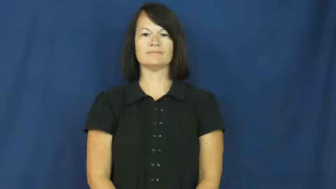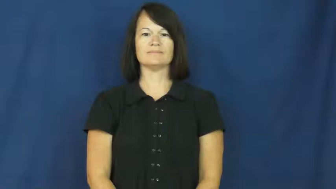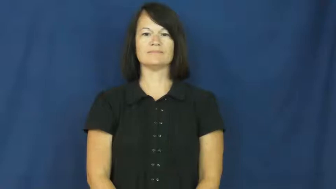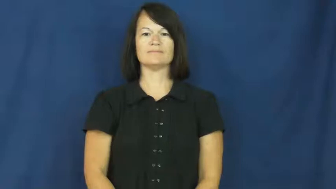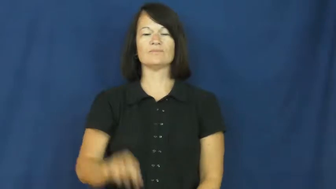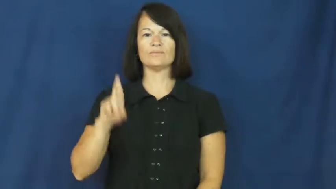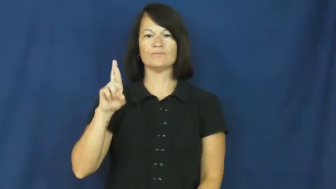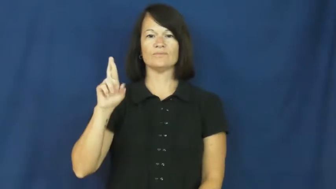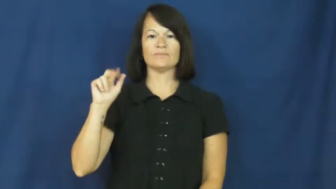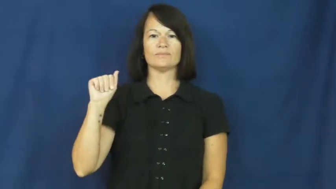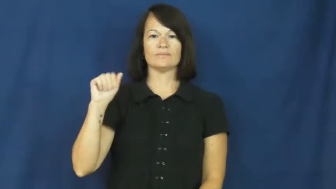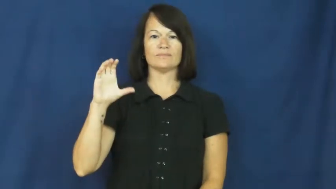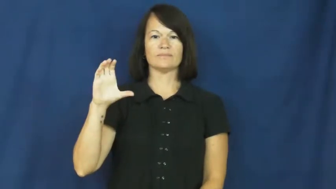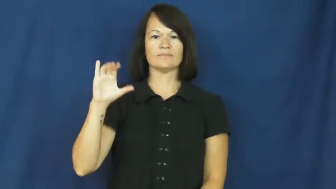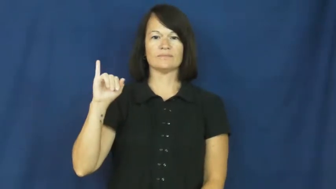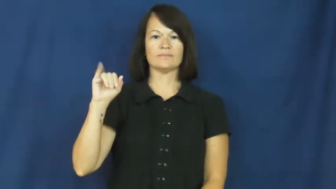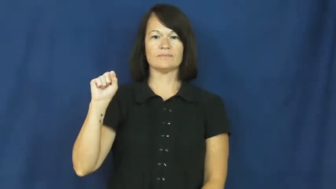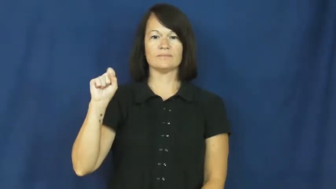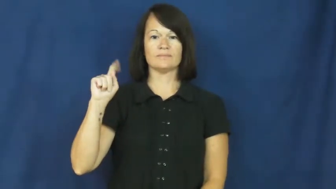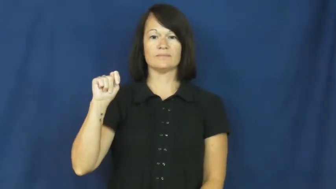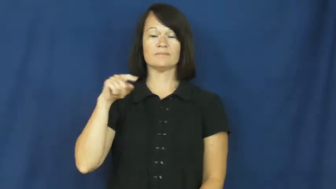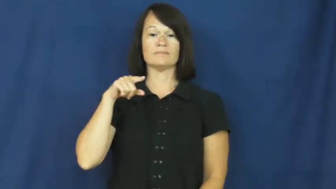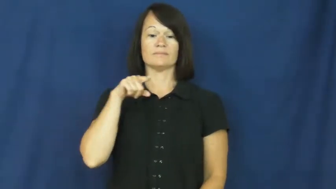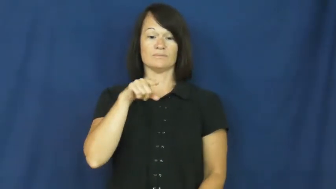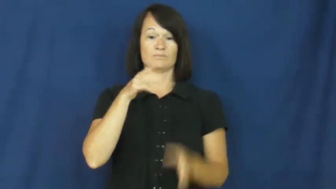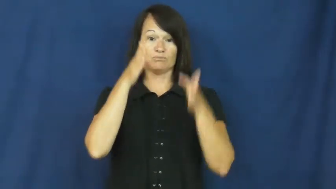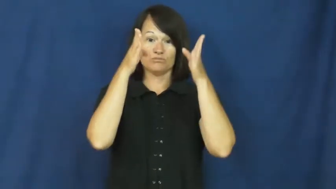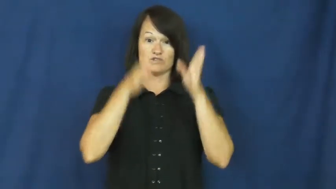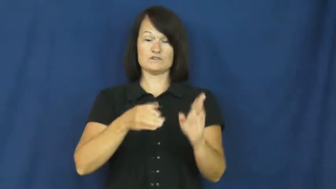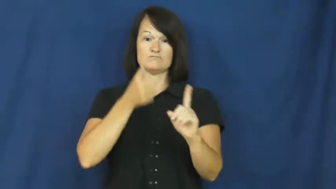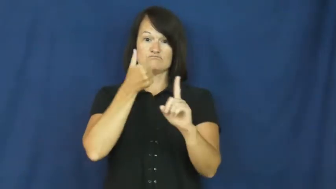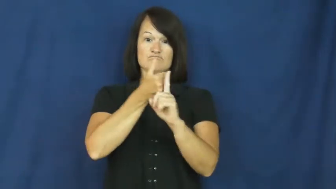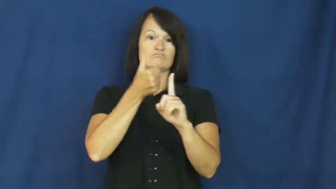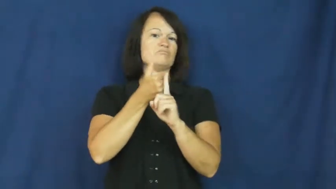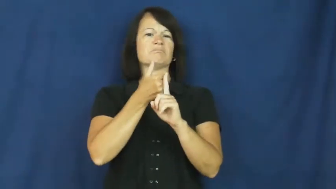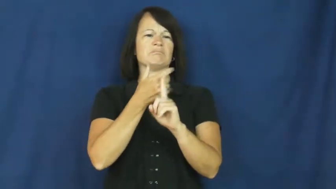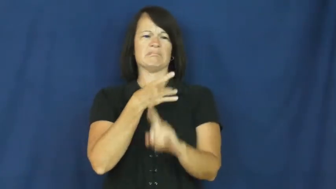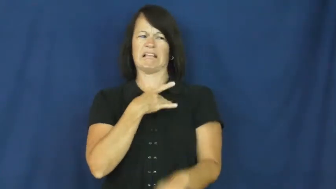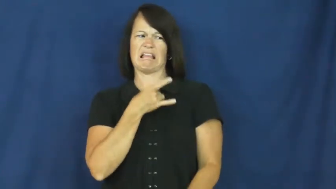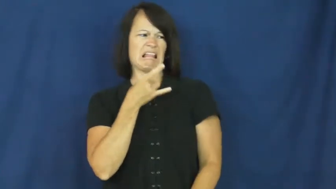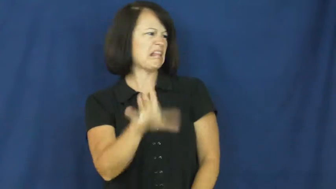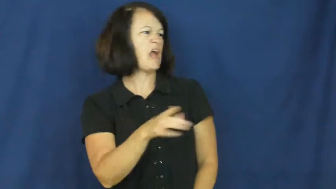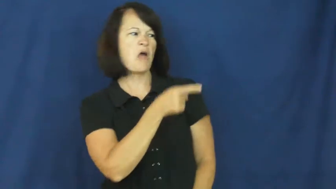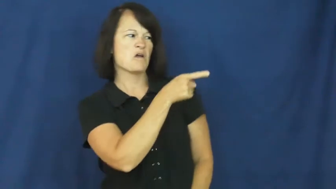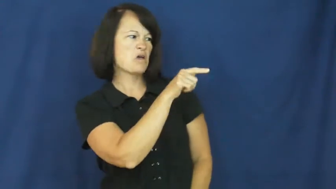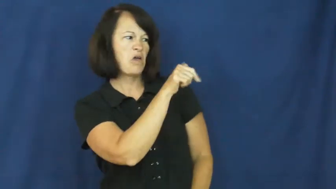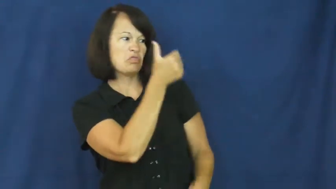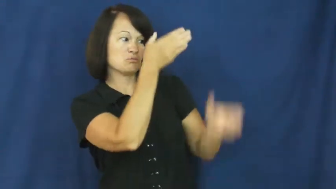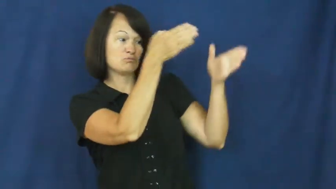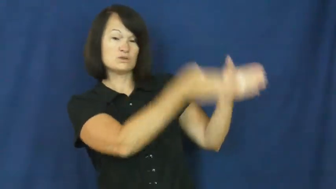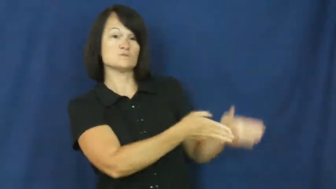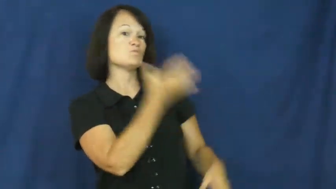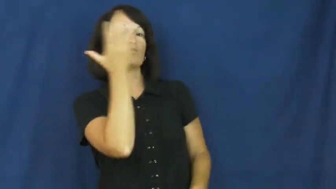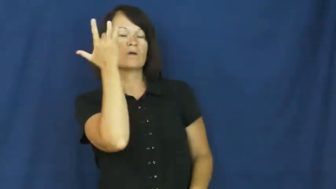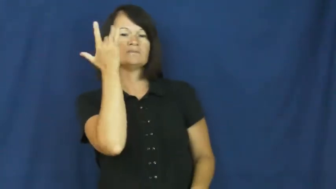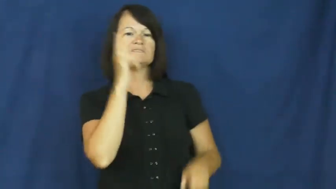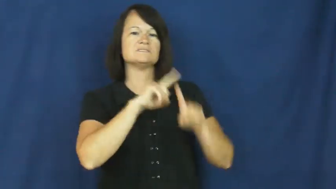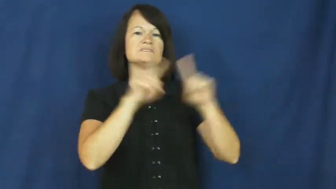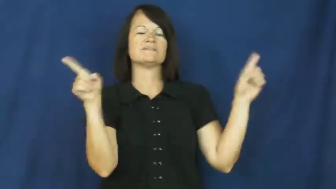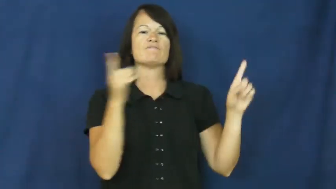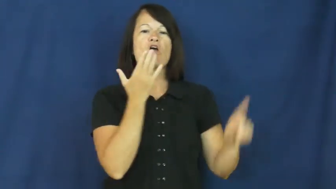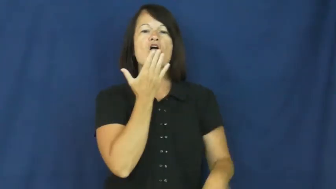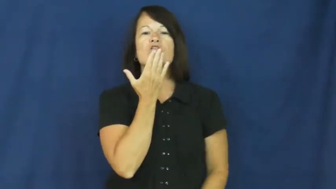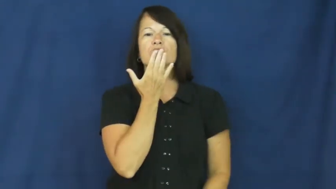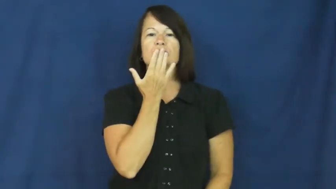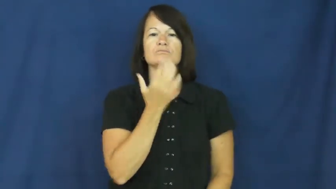racist